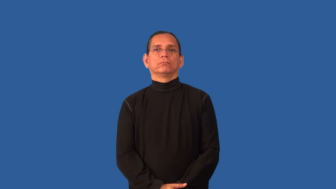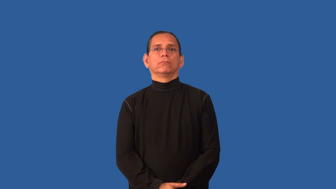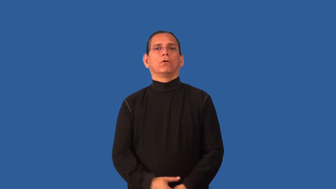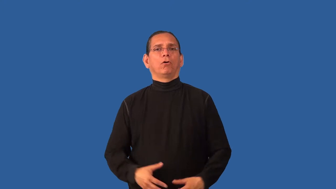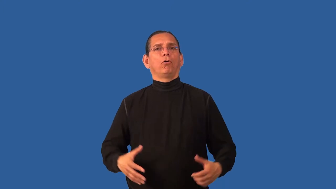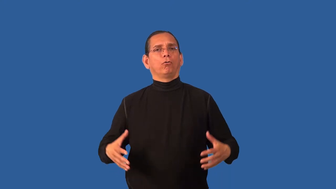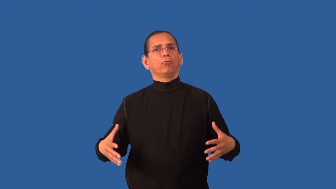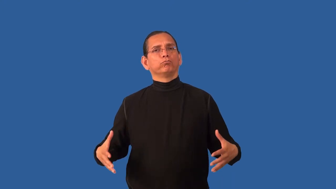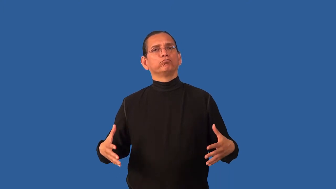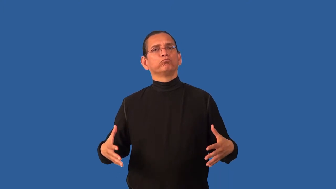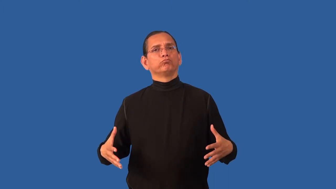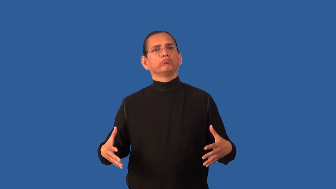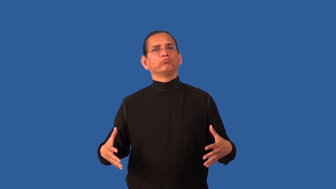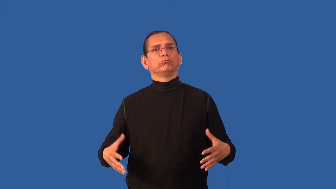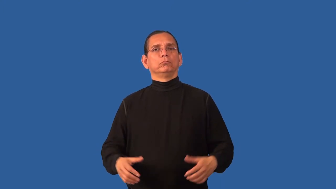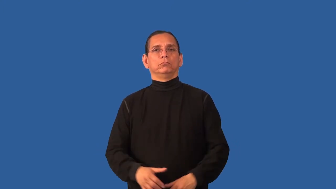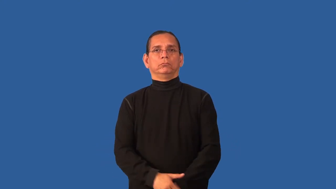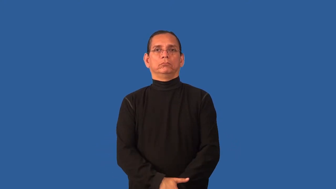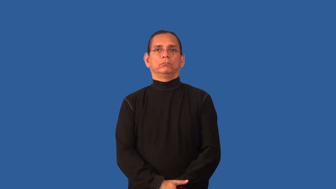bulky